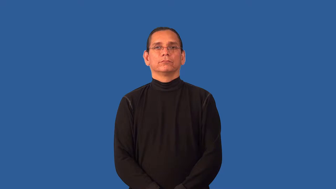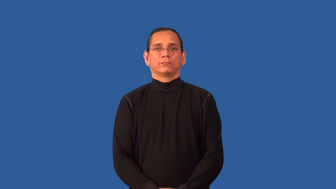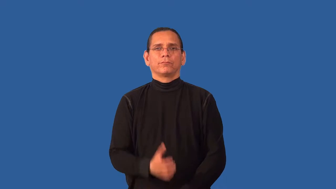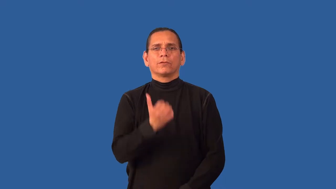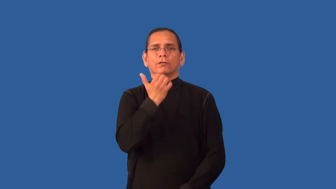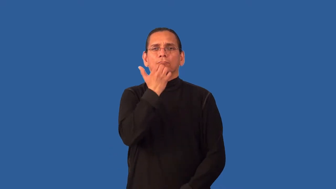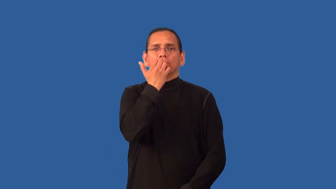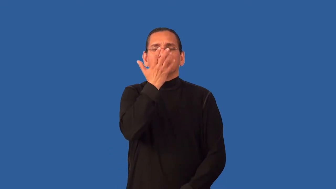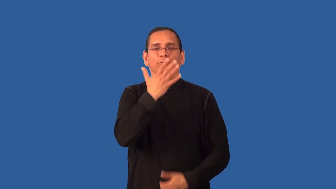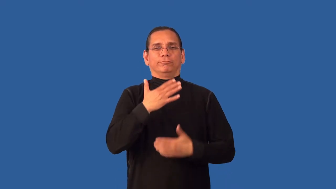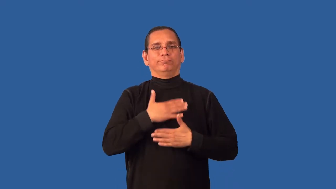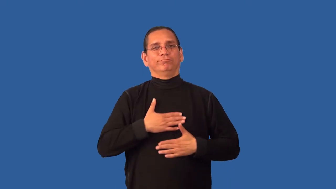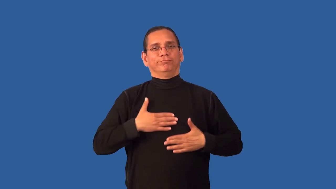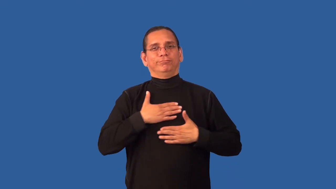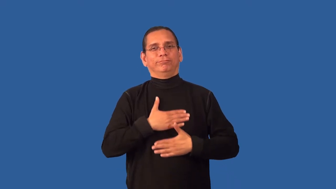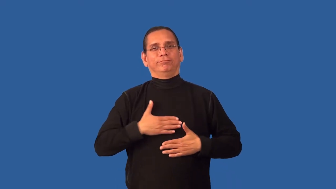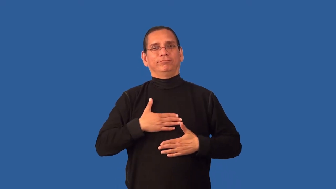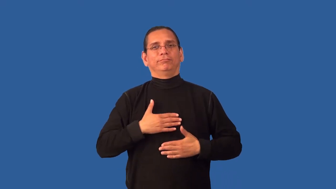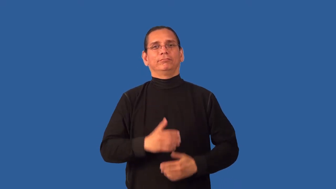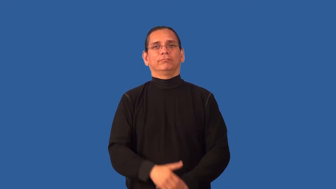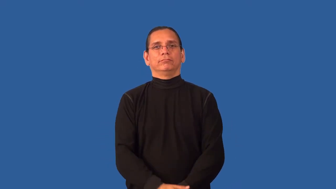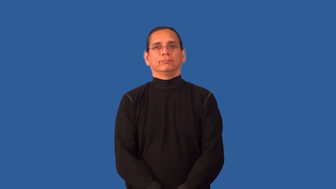balmy,clement